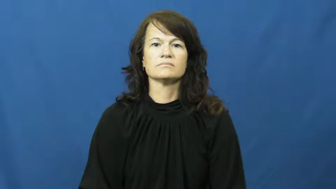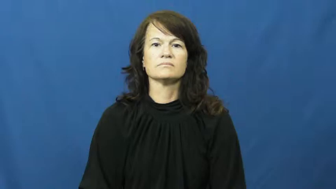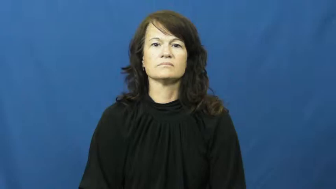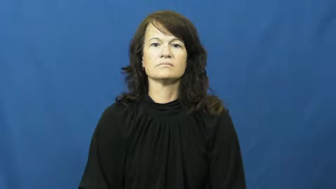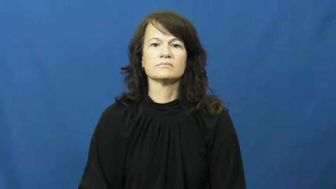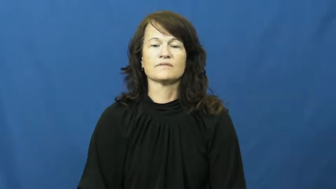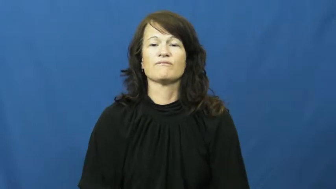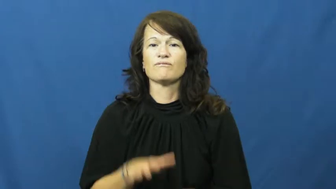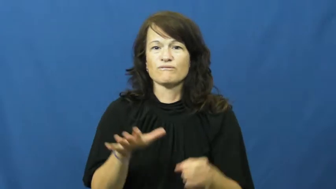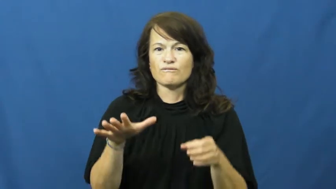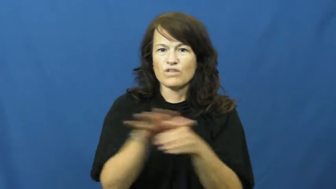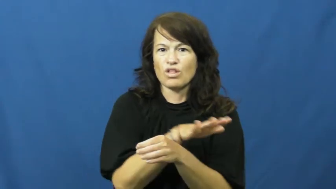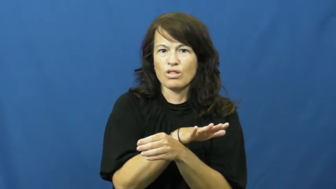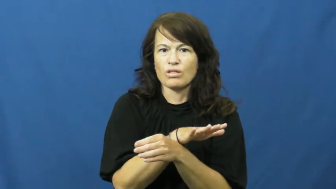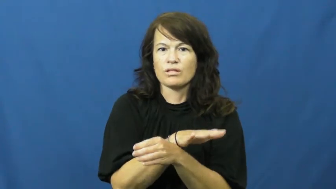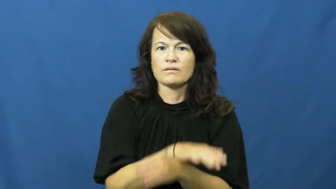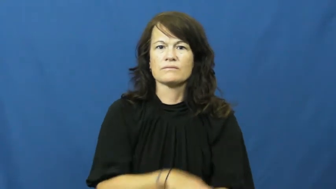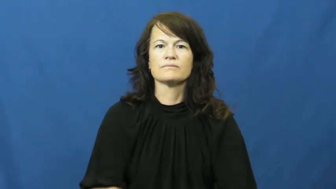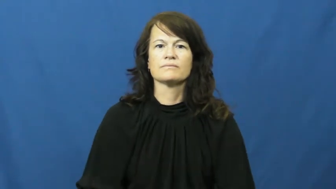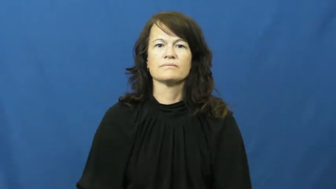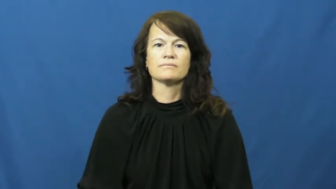rife